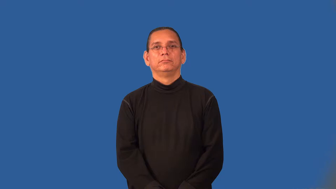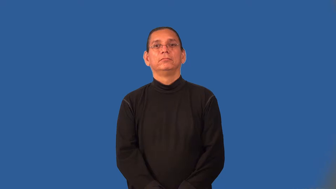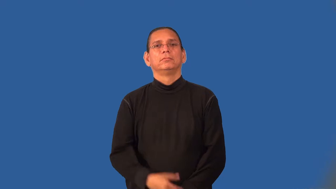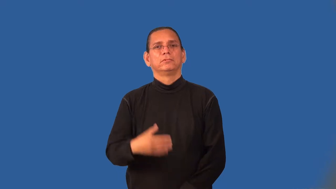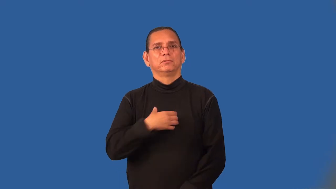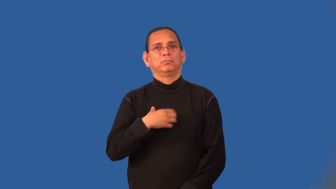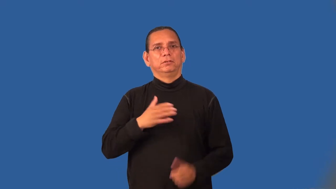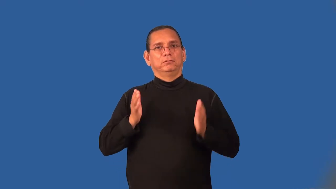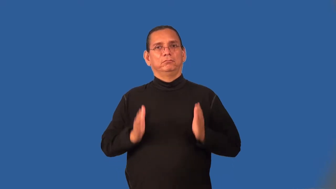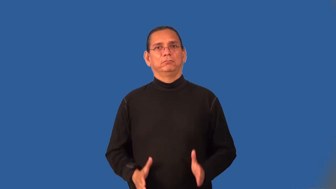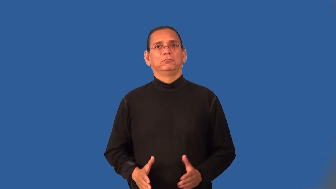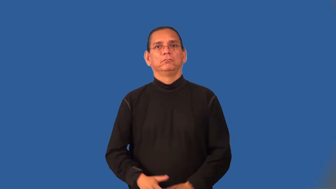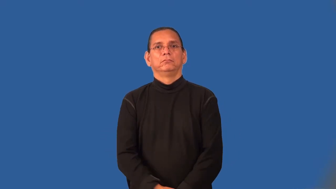moaner